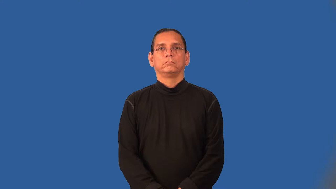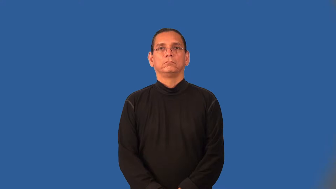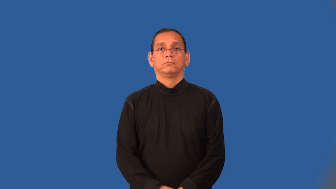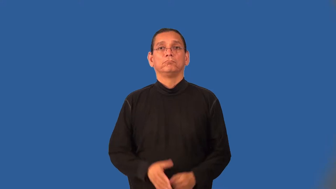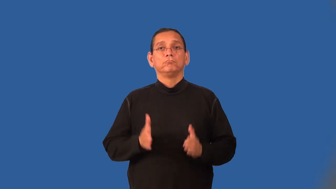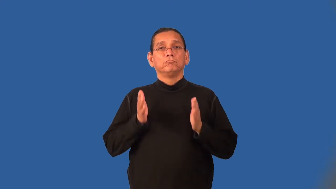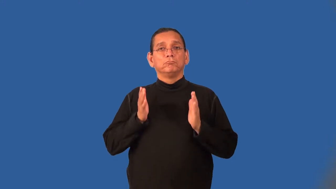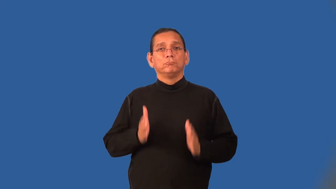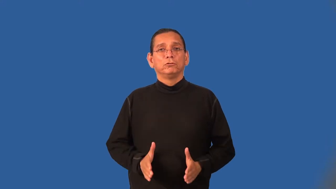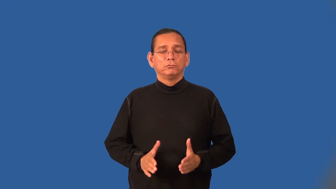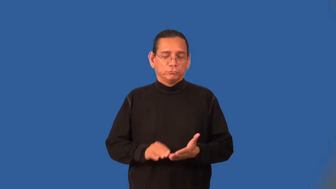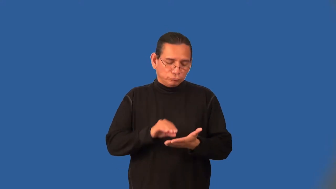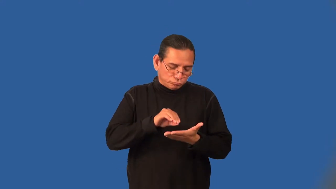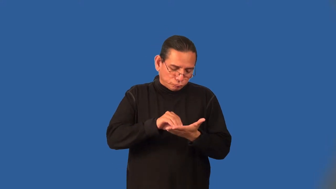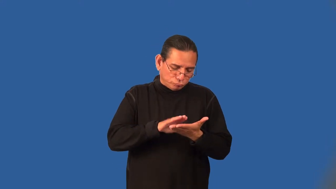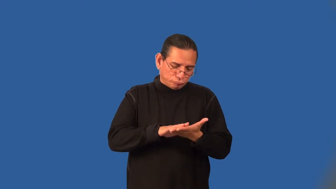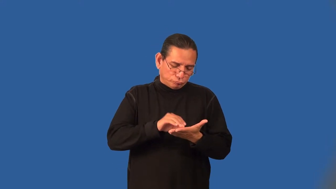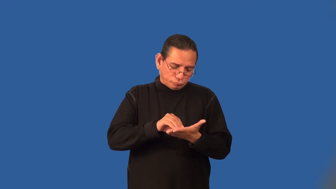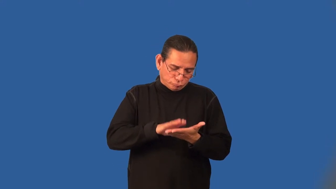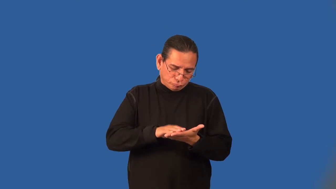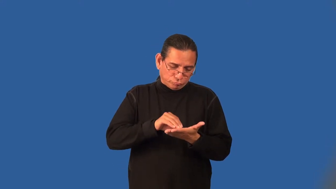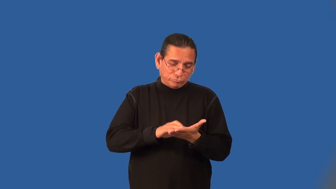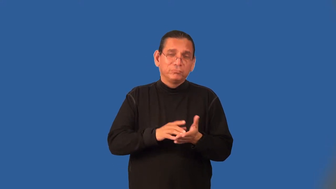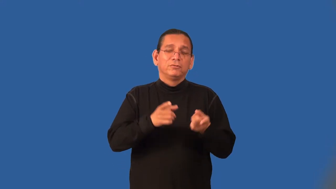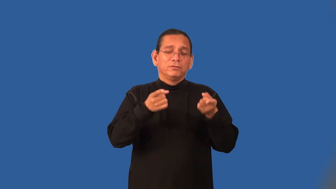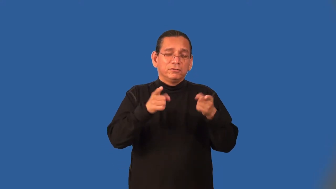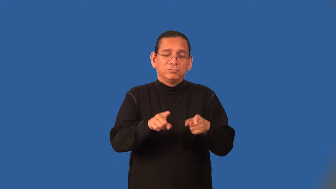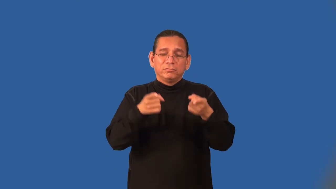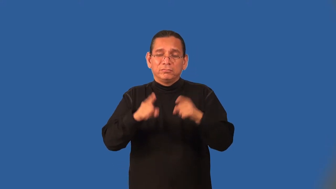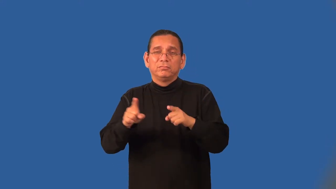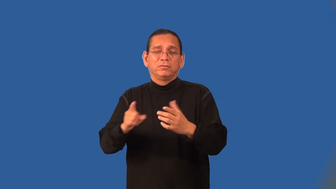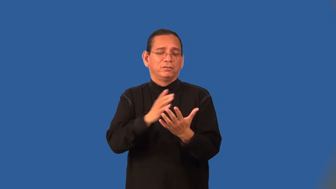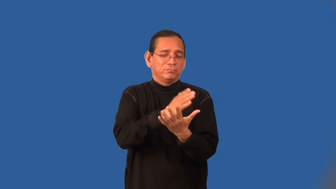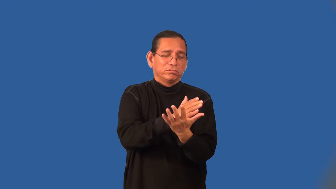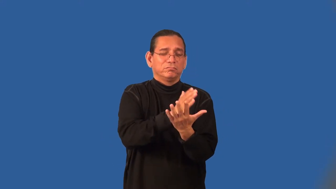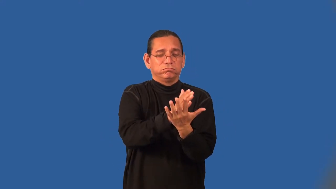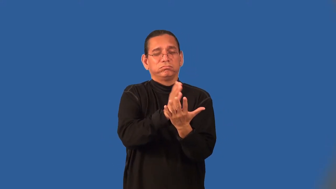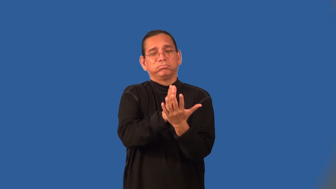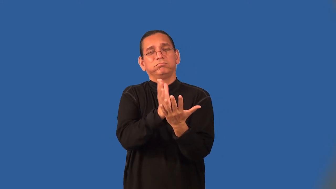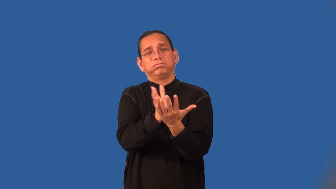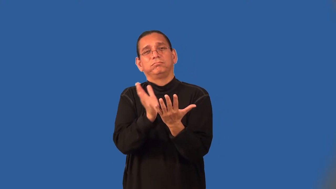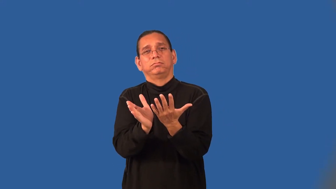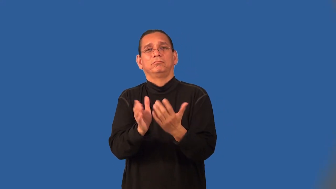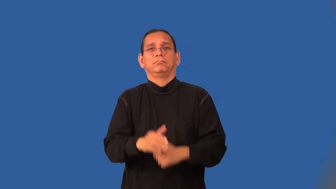chronologist